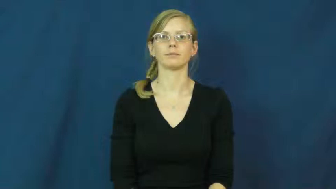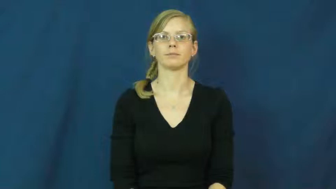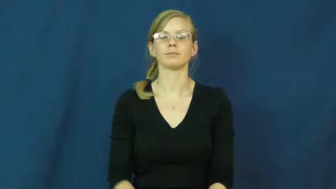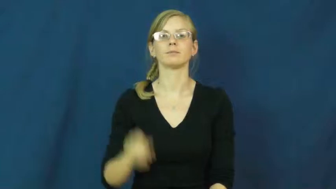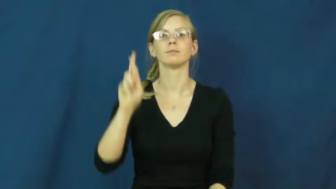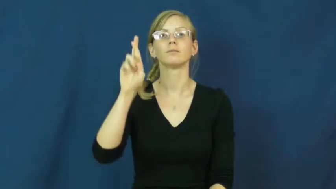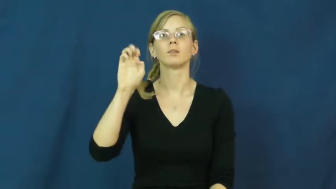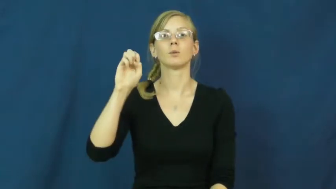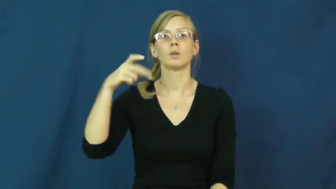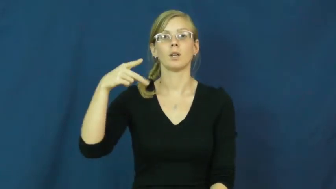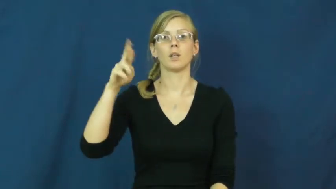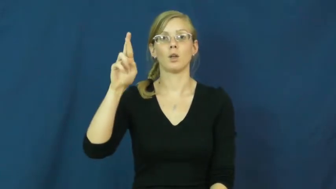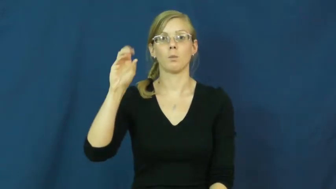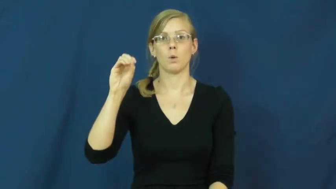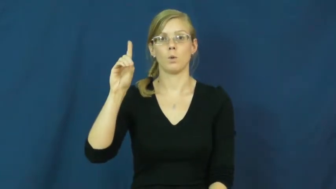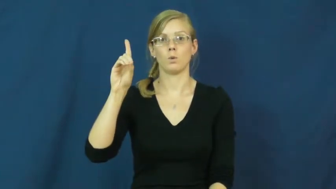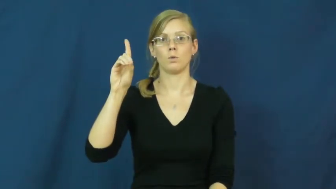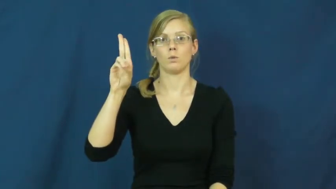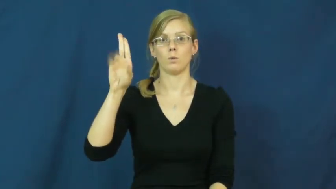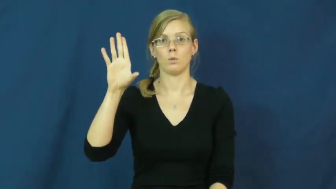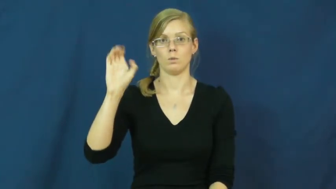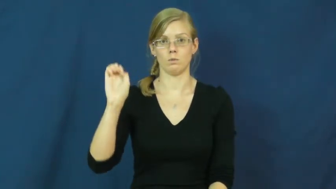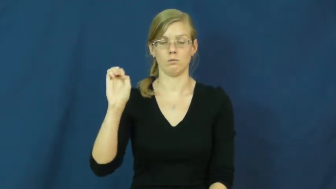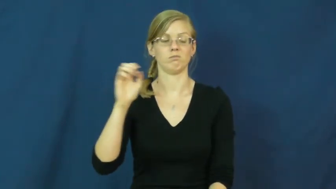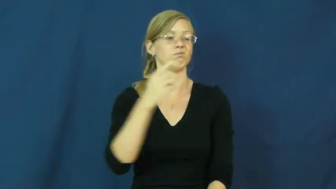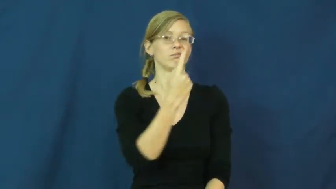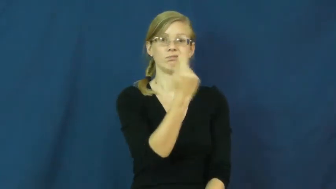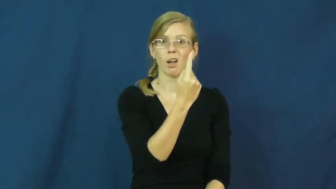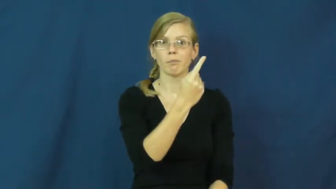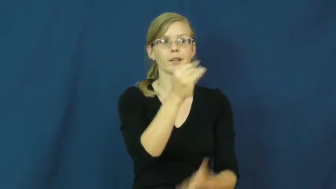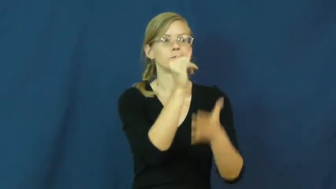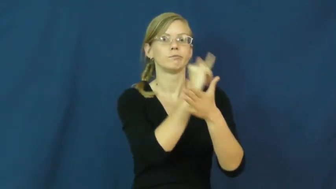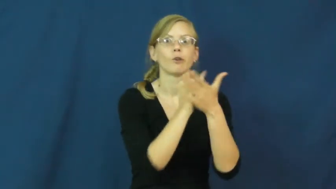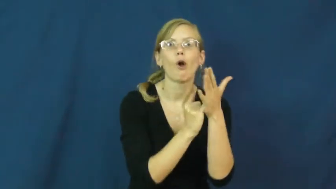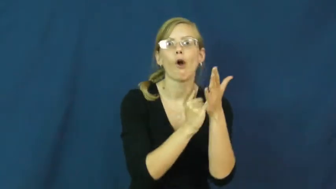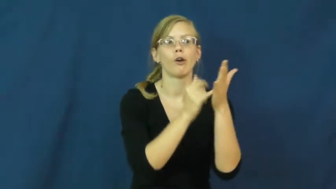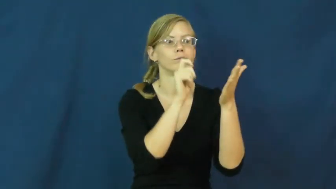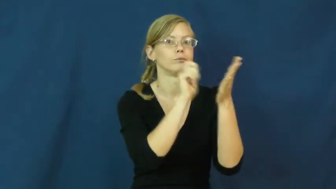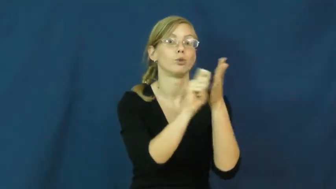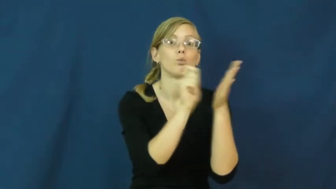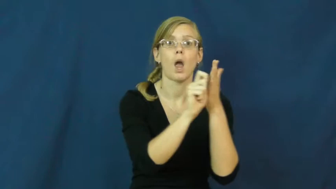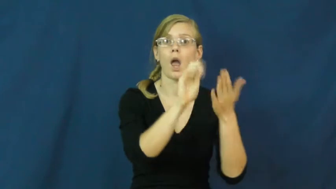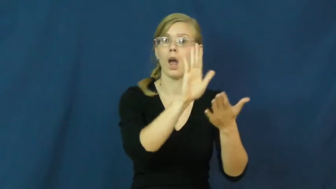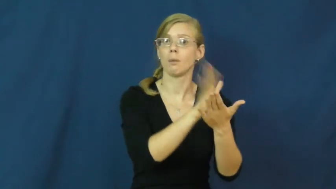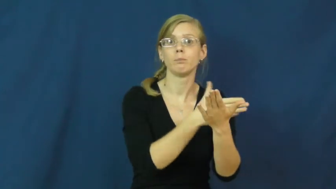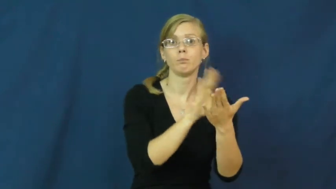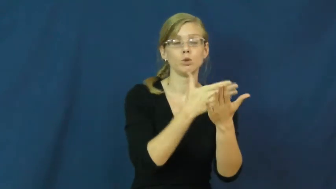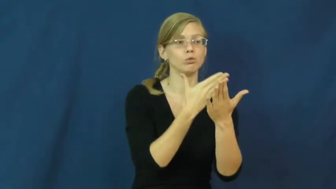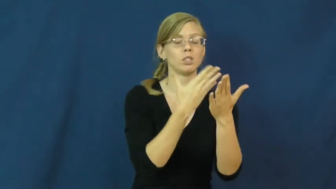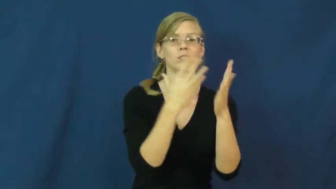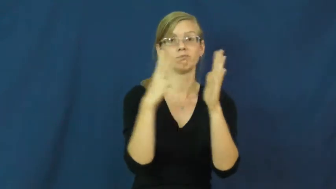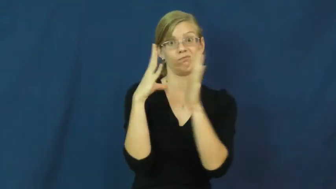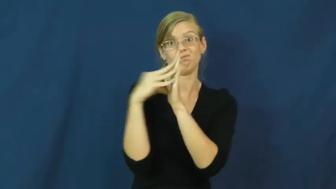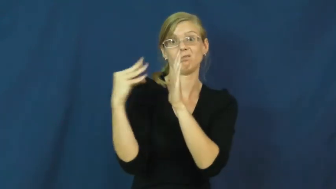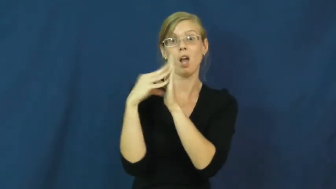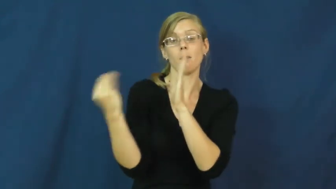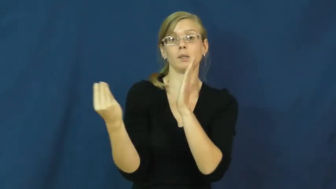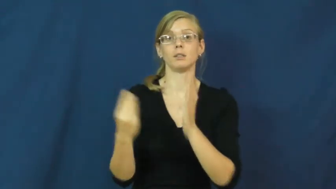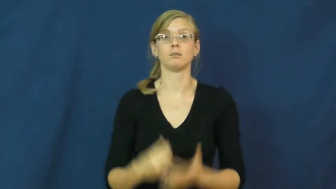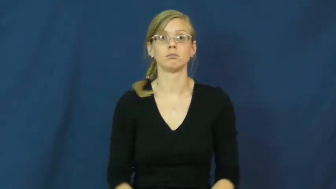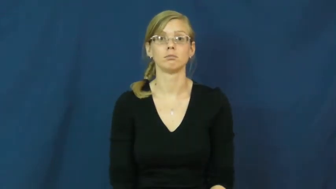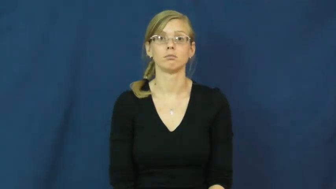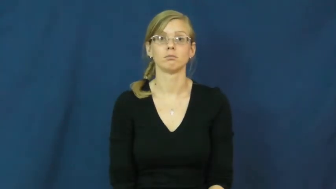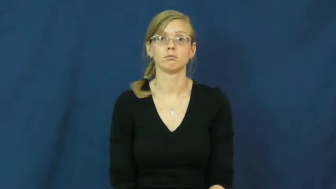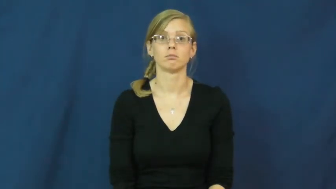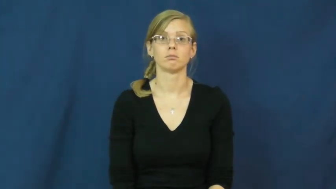reproduce-copy